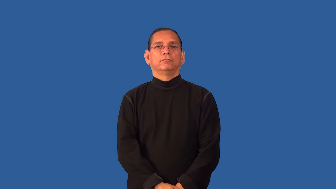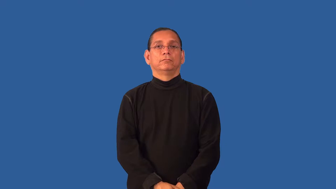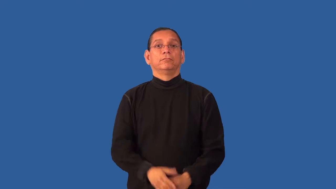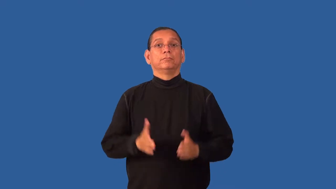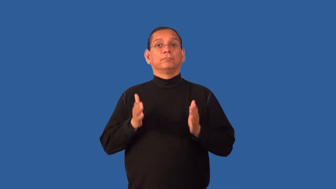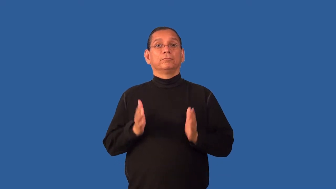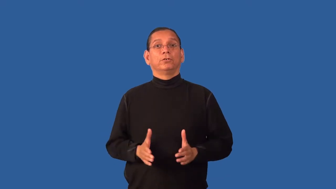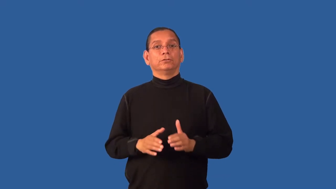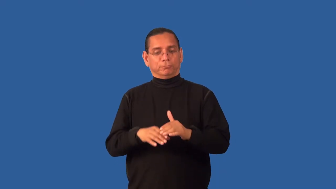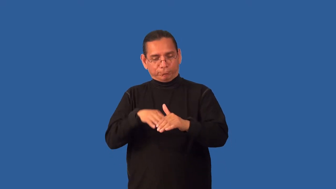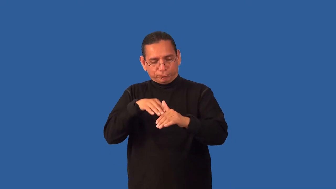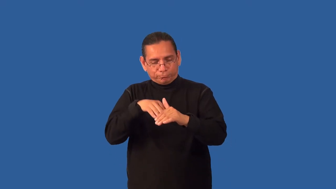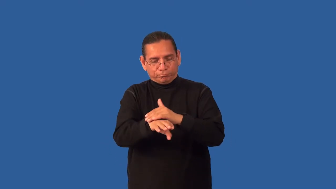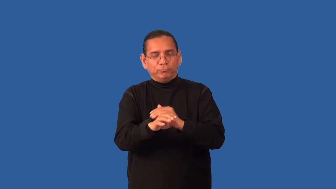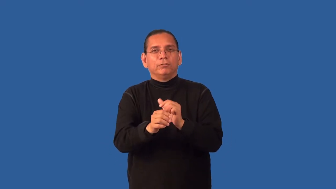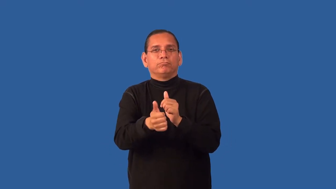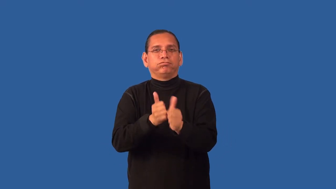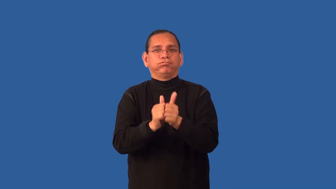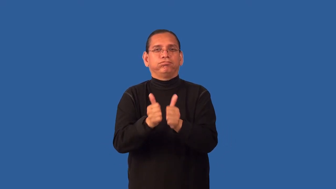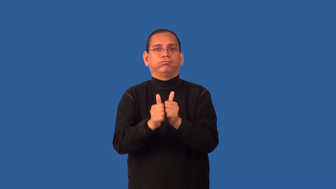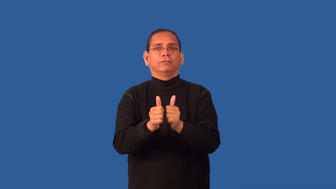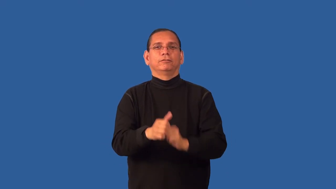entrant